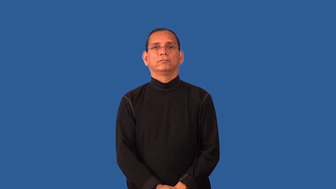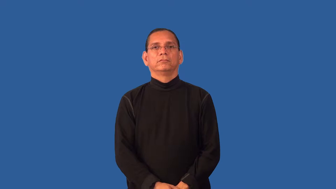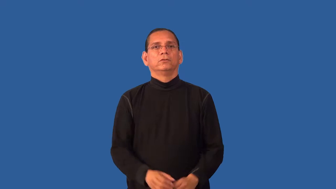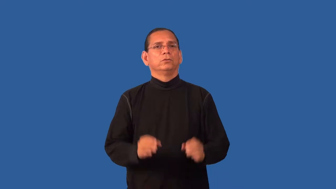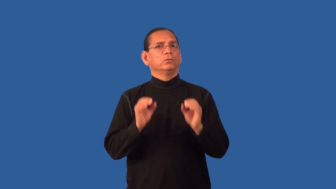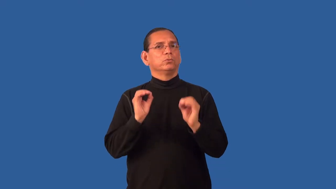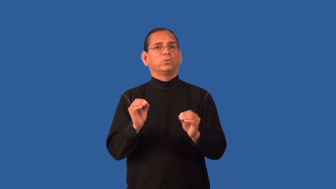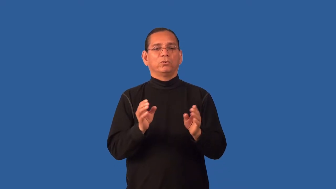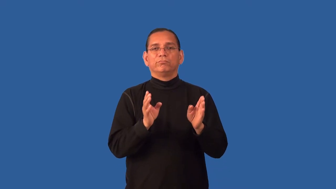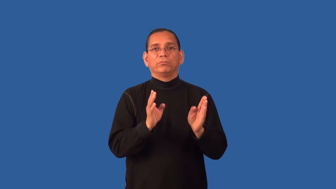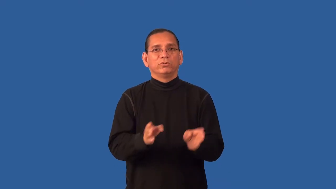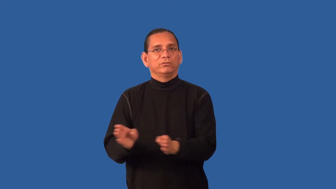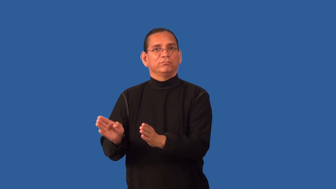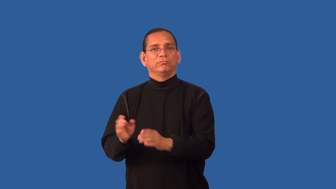entropy